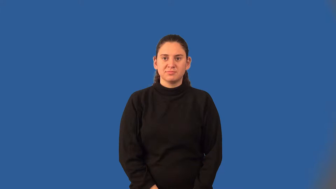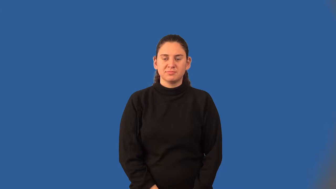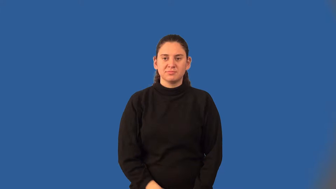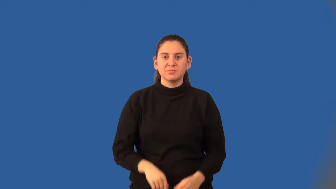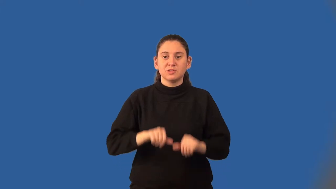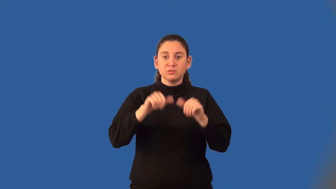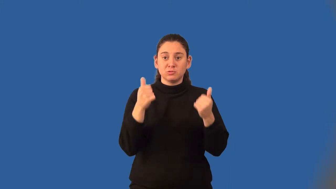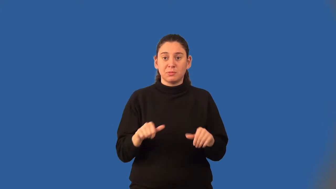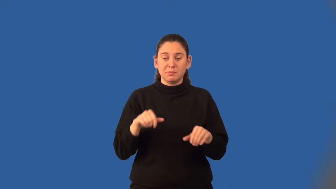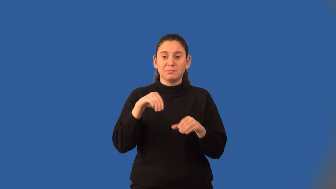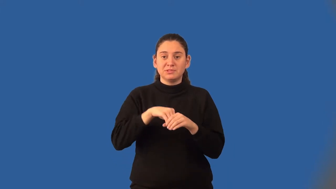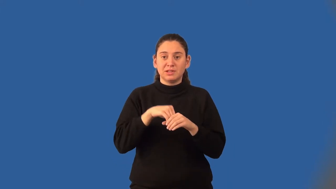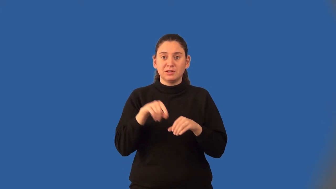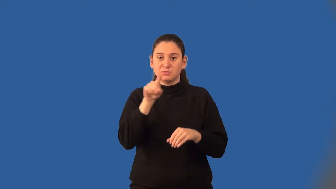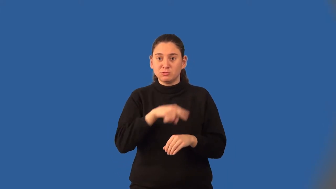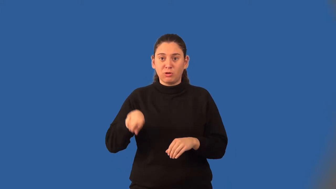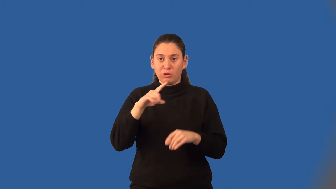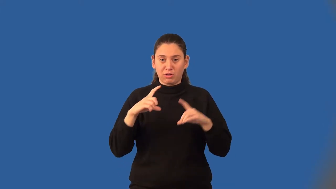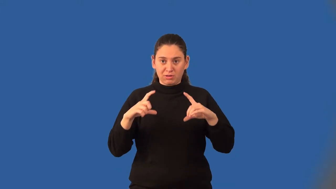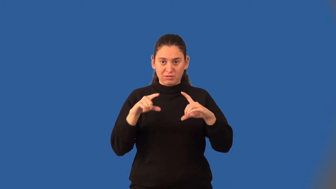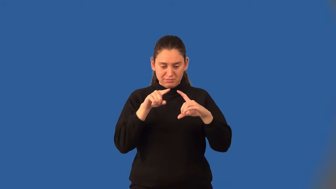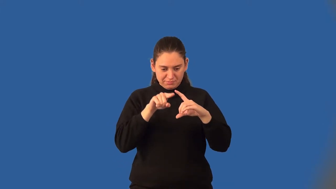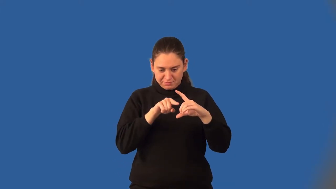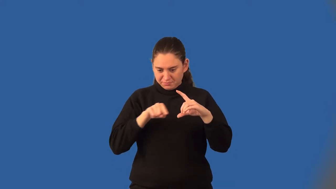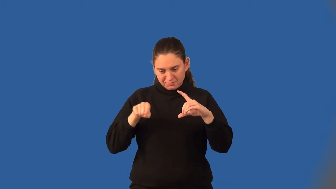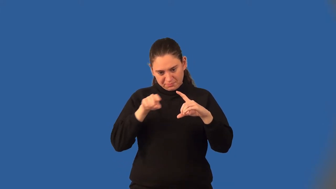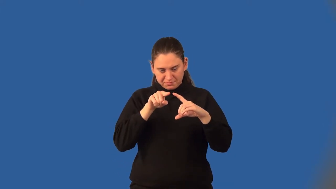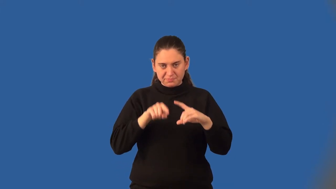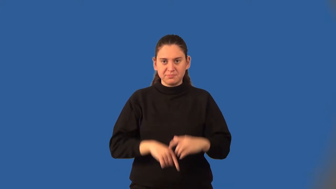inscribed polygon